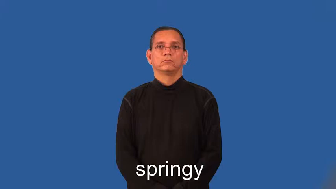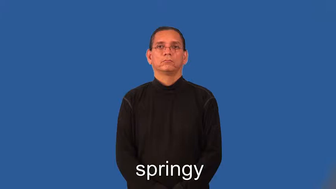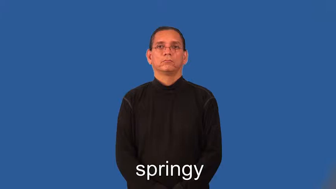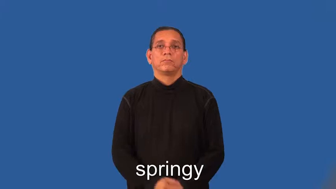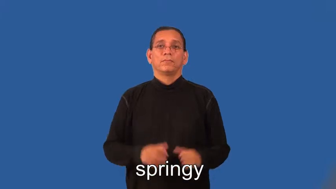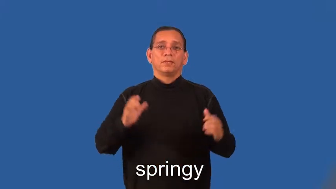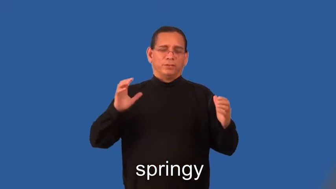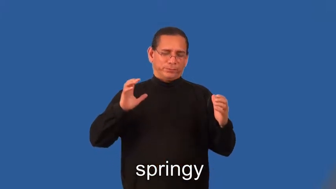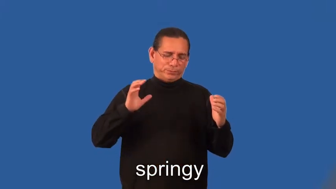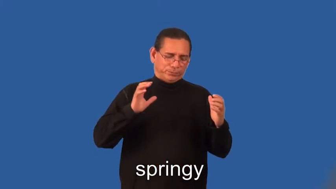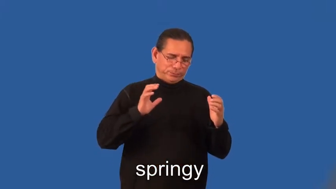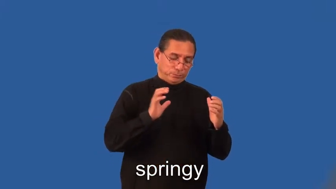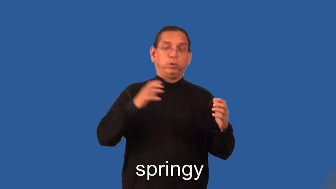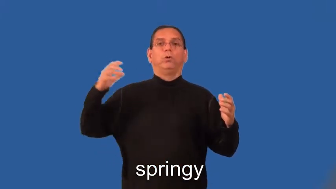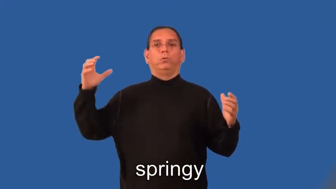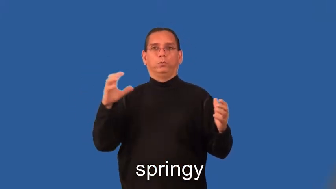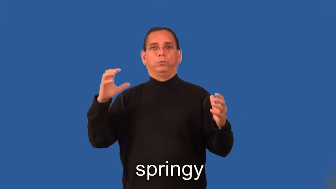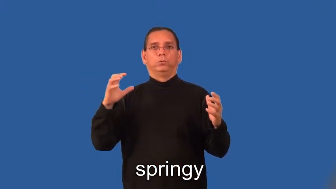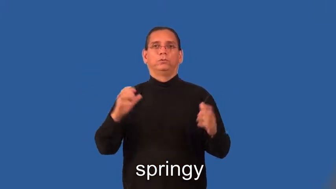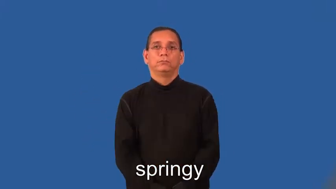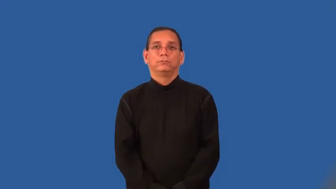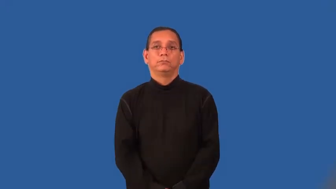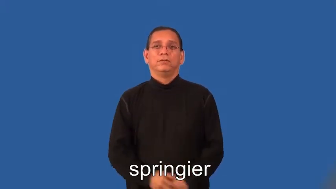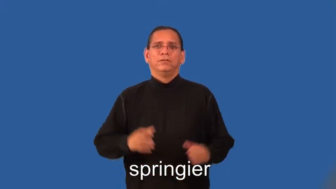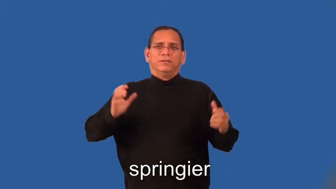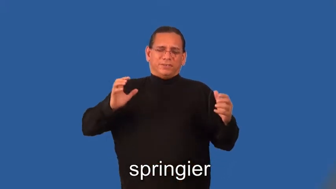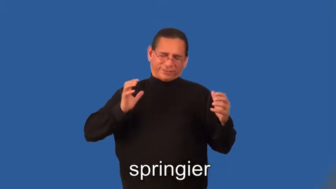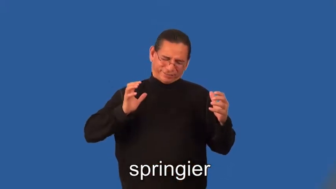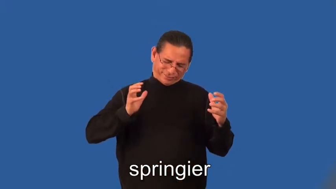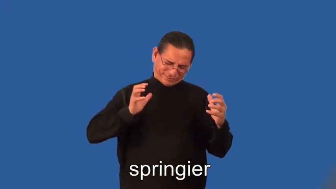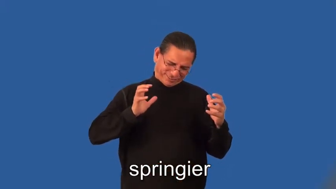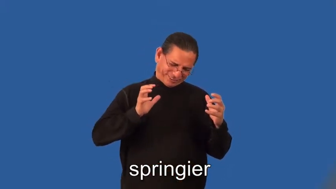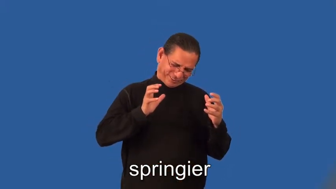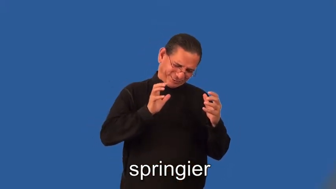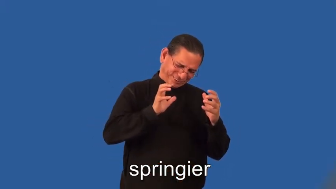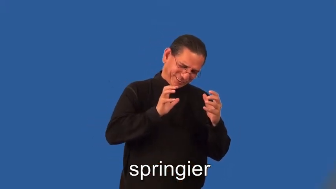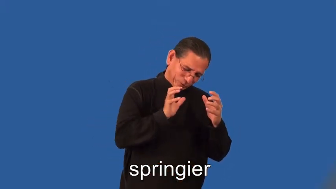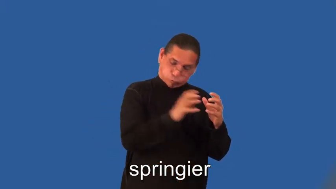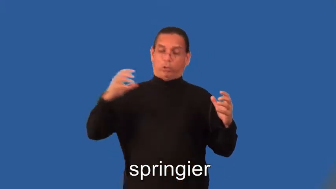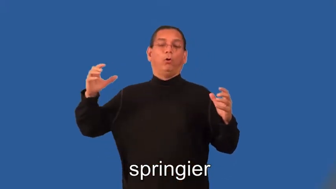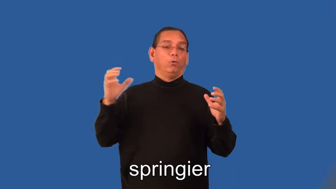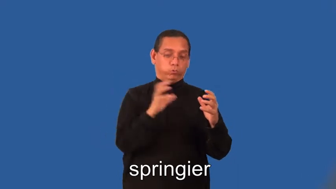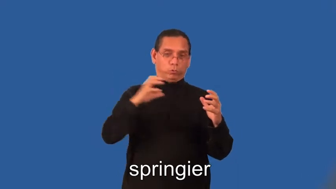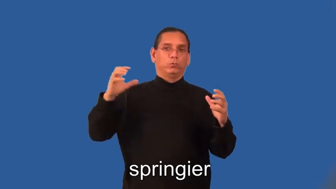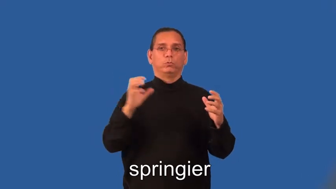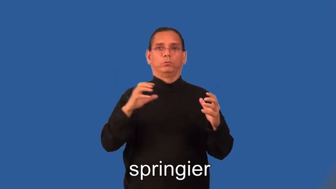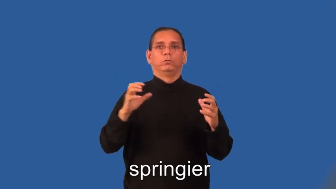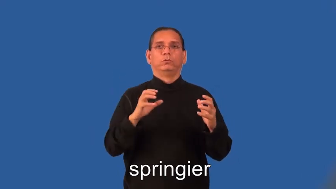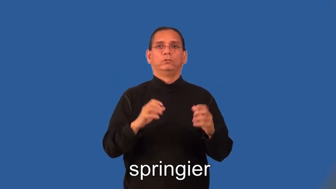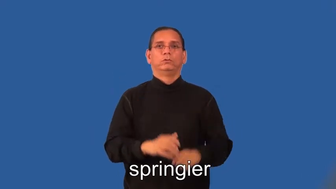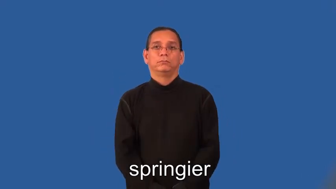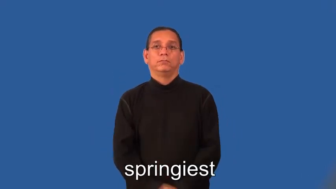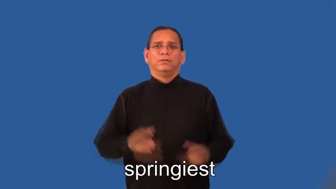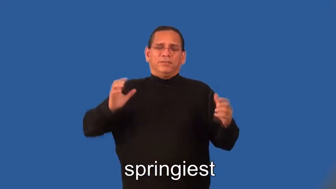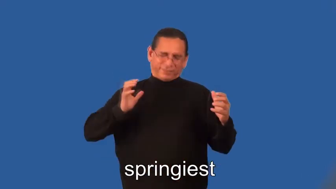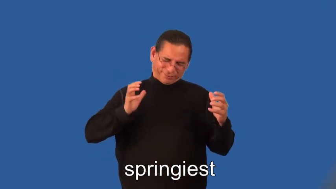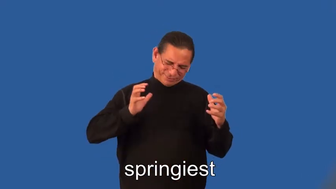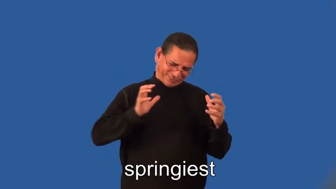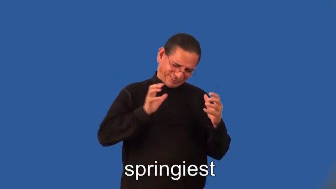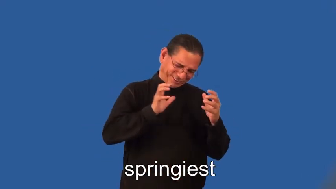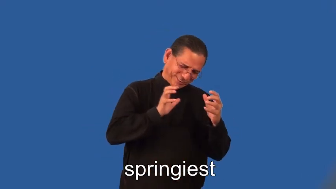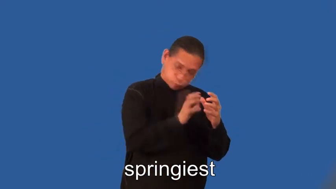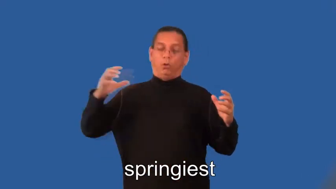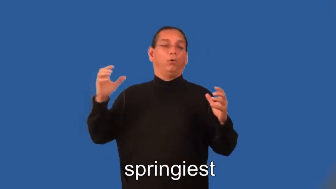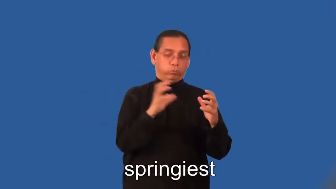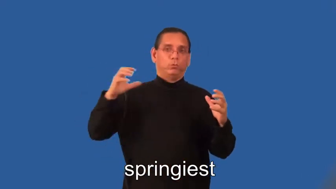springier,springiest